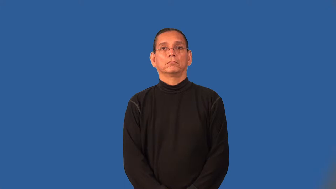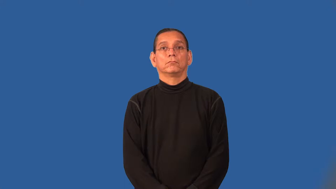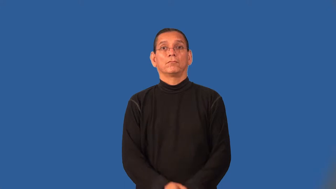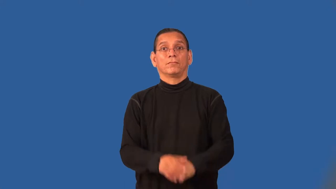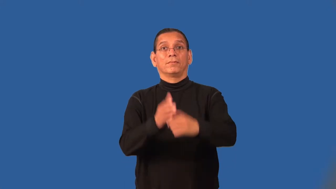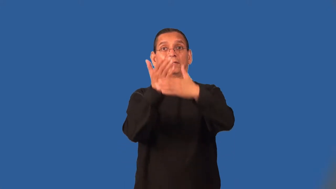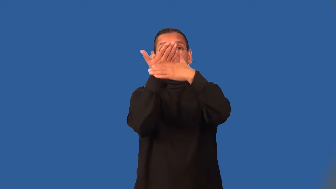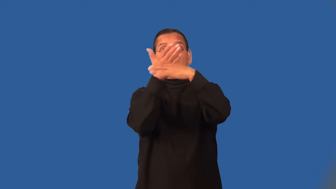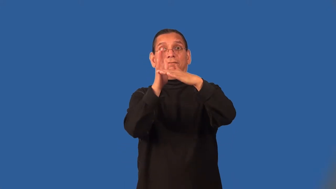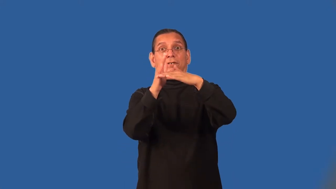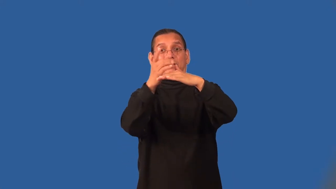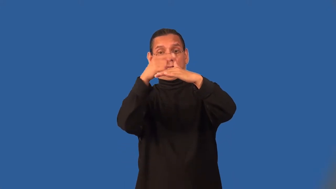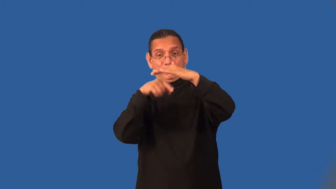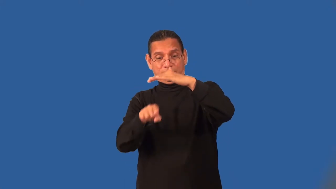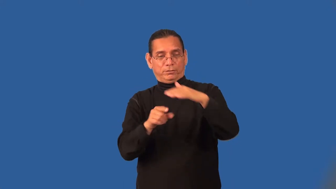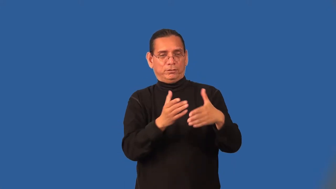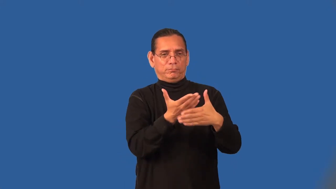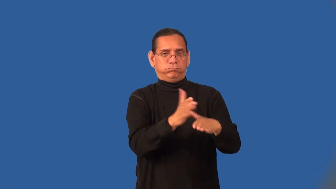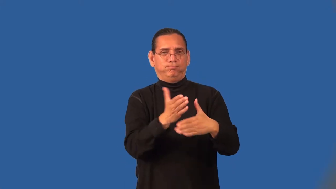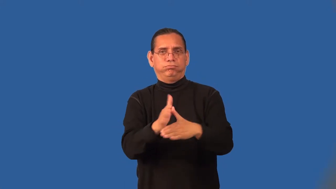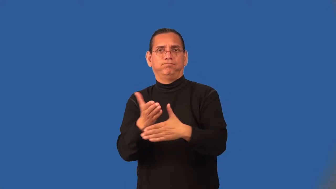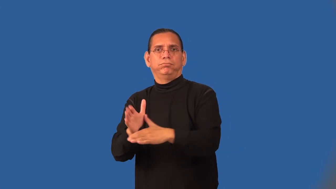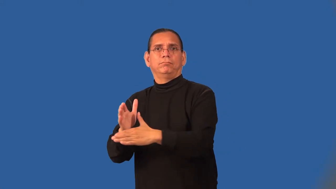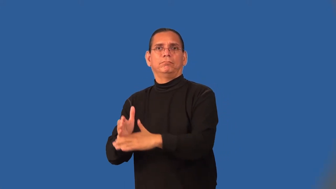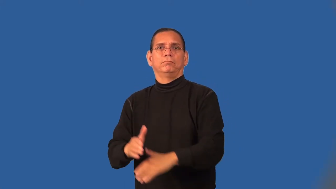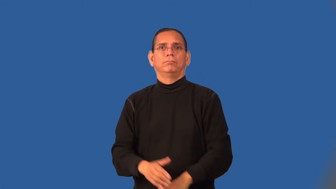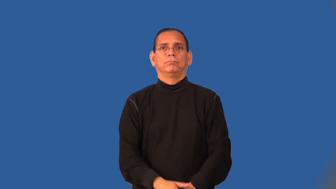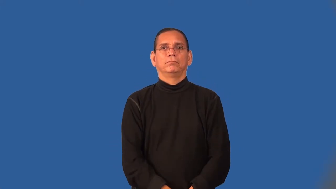subdivide